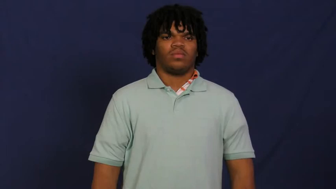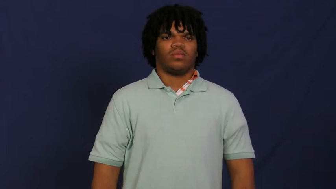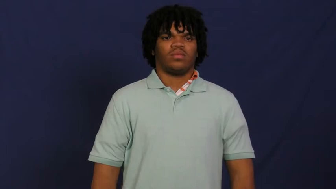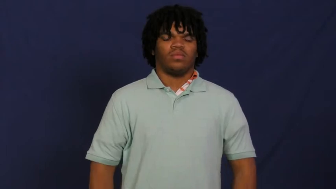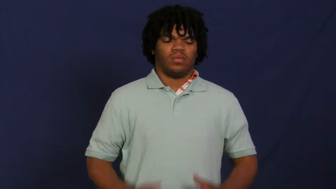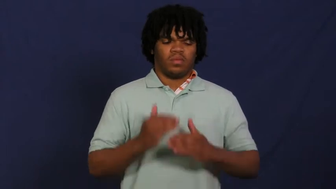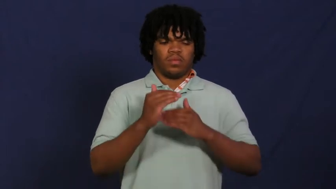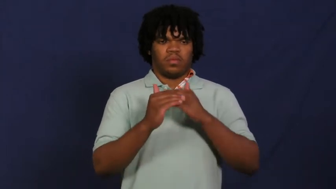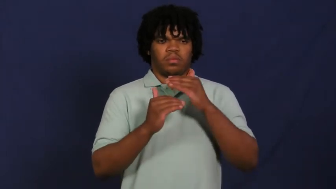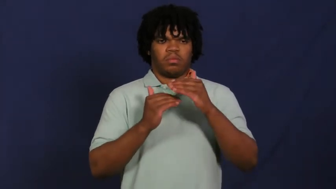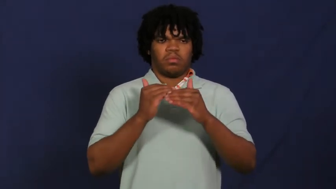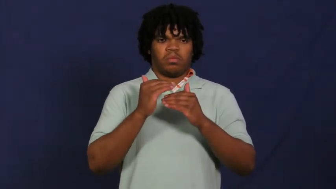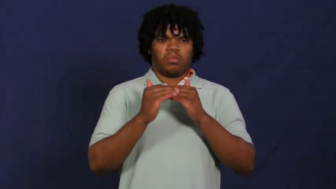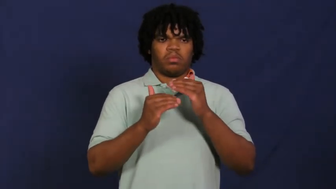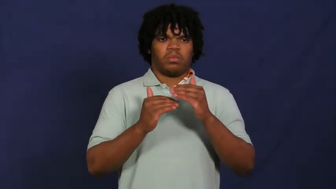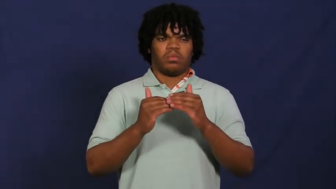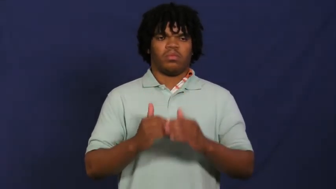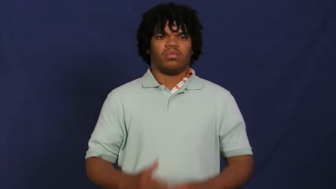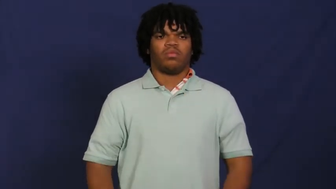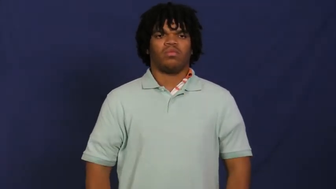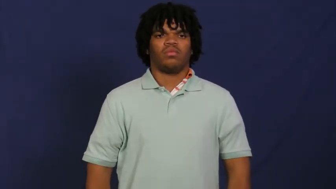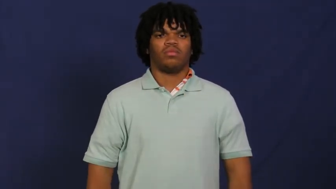wrap,swaddle,band